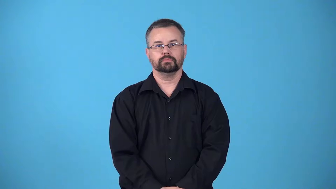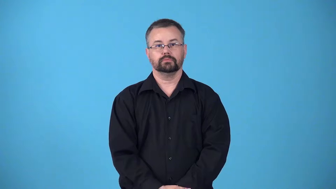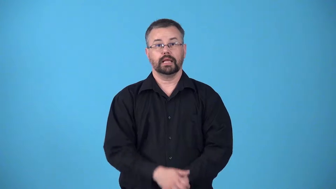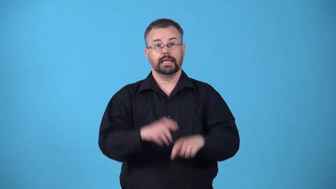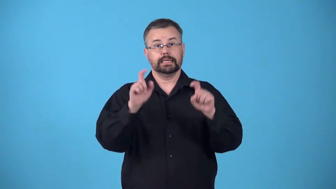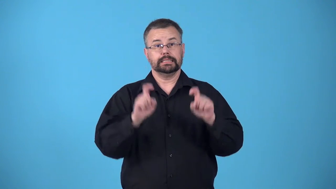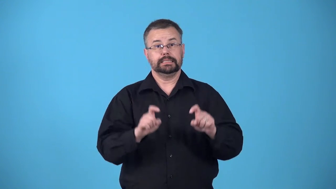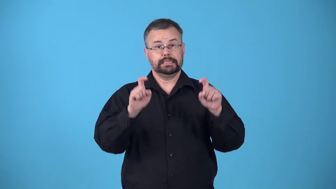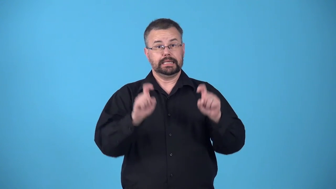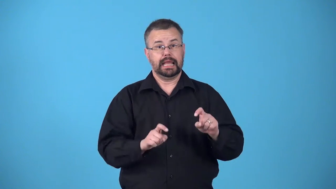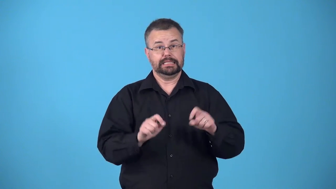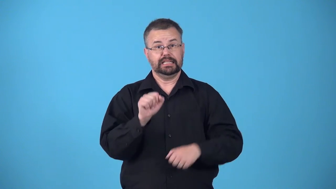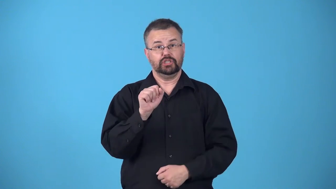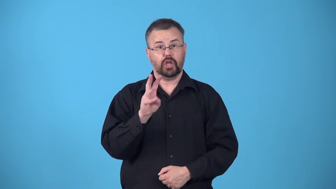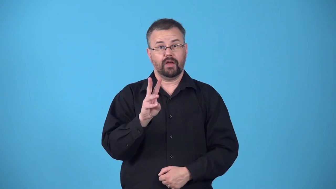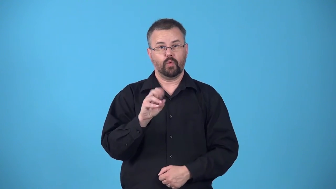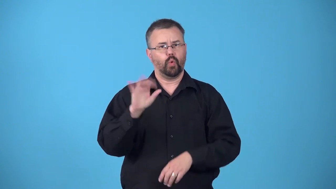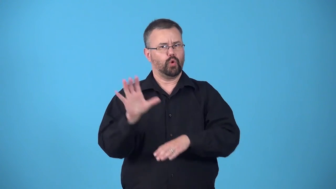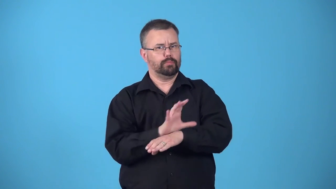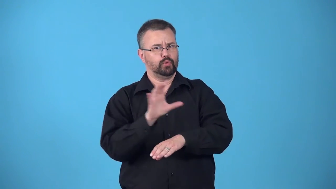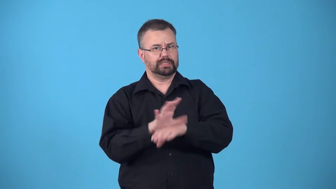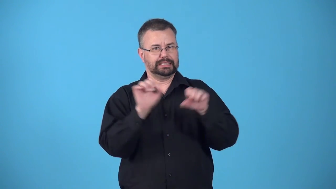beta-test before something is ready to be distributed